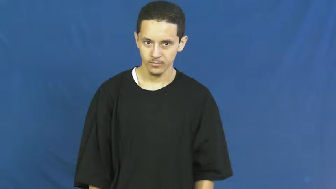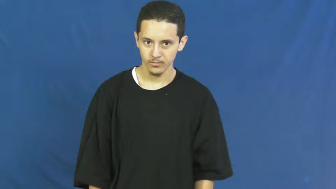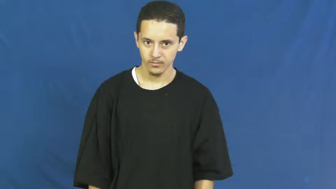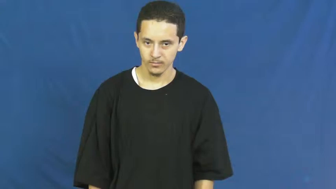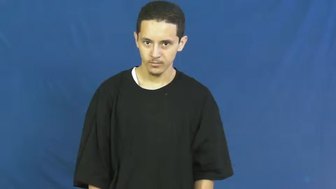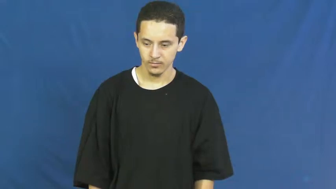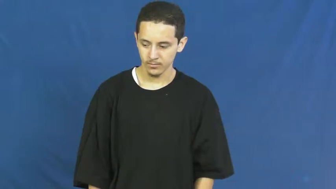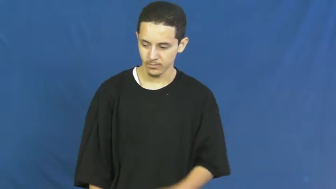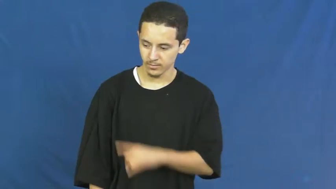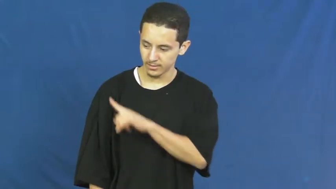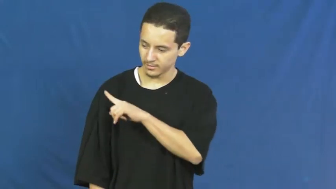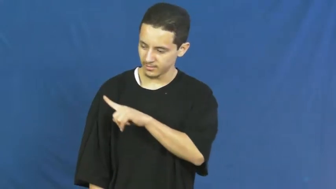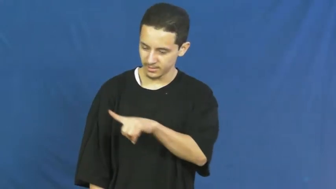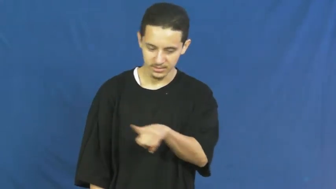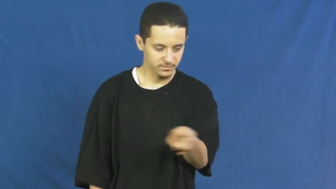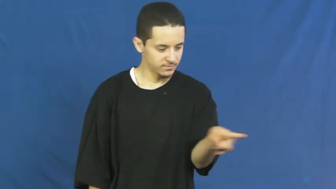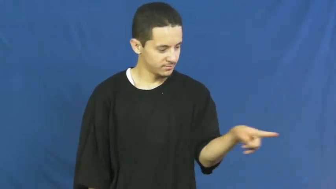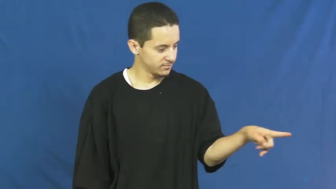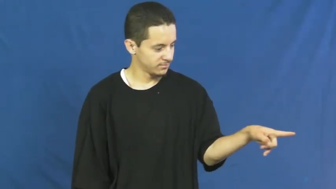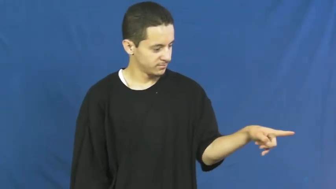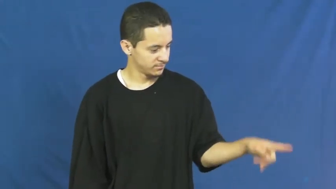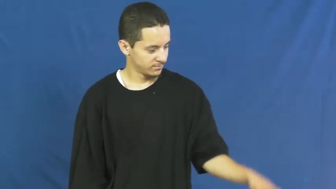those